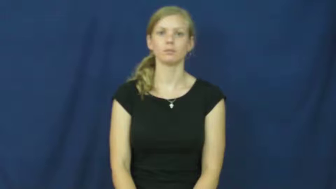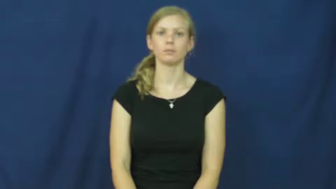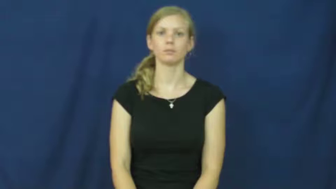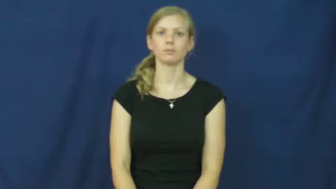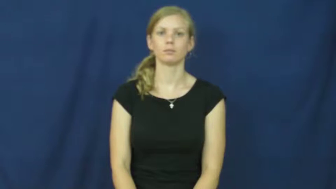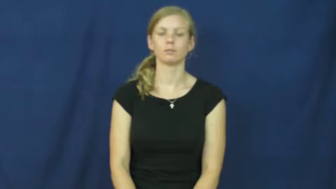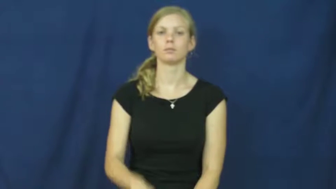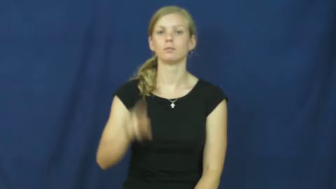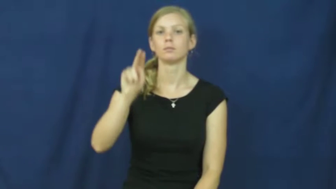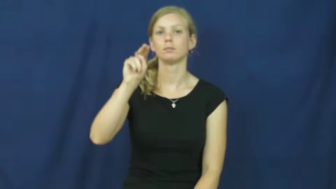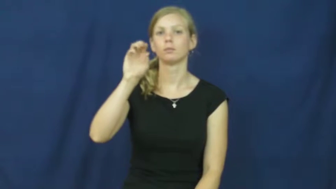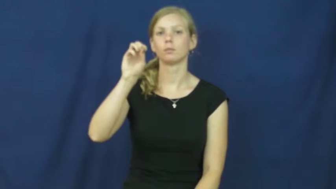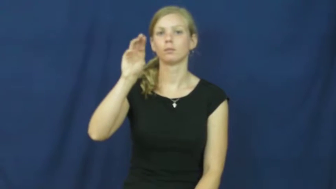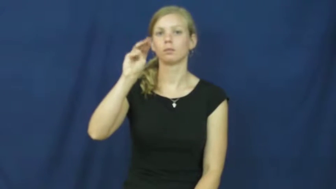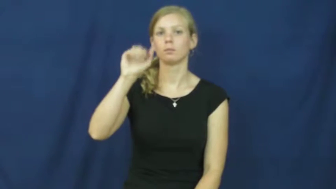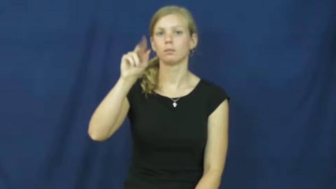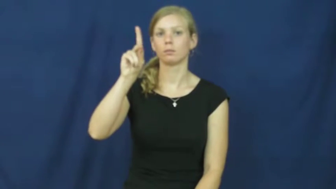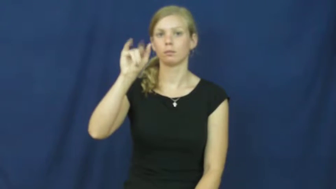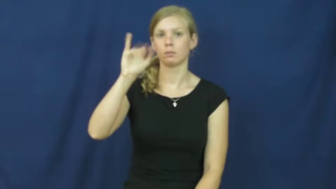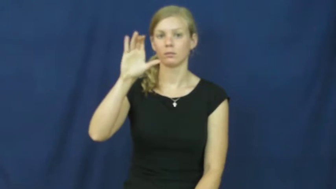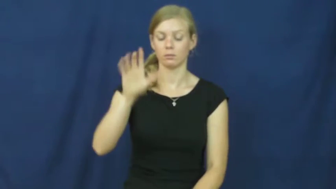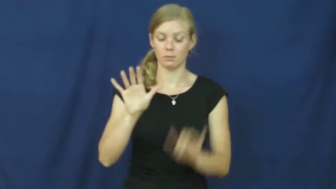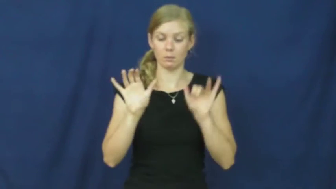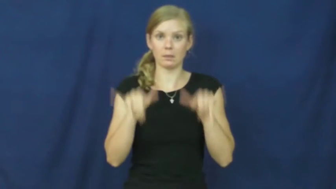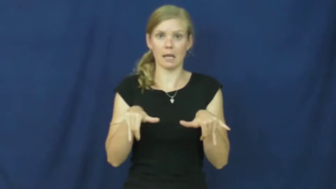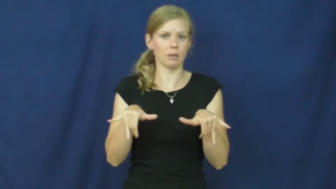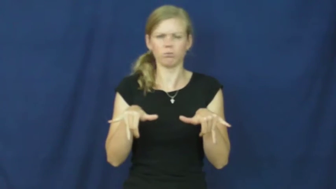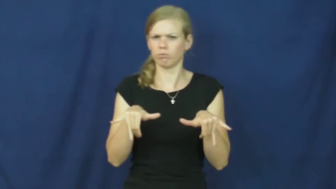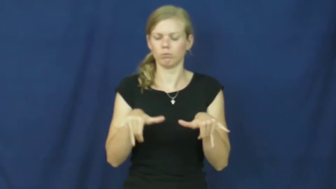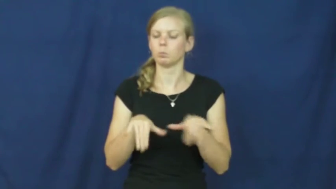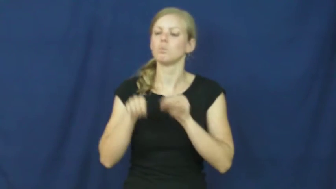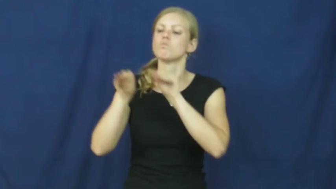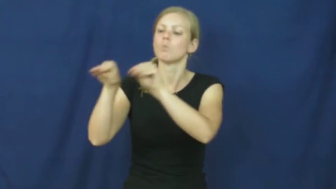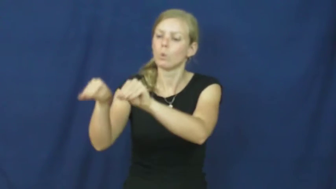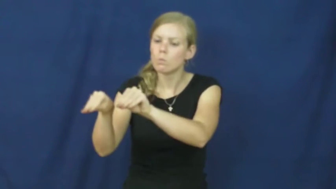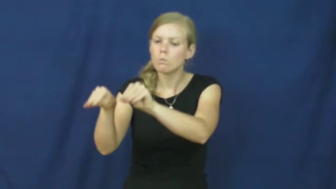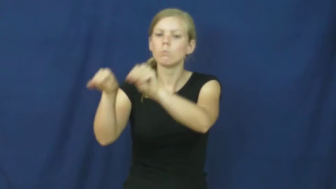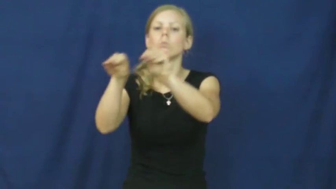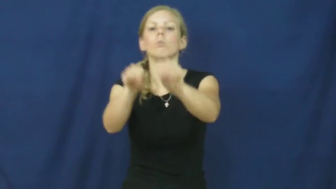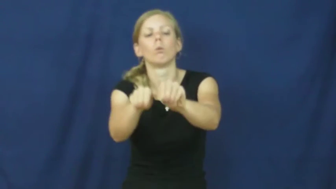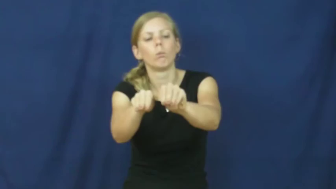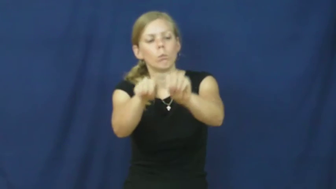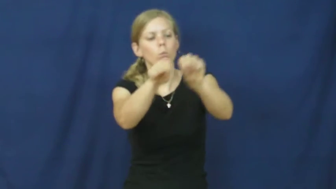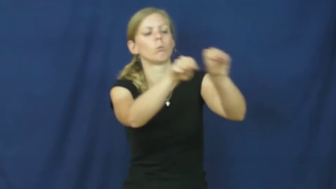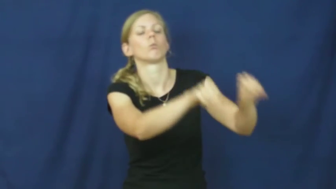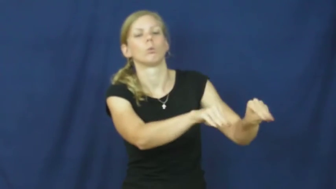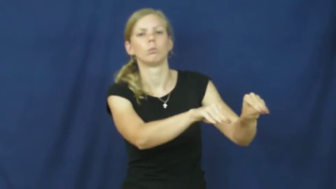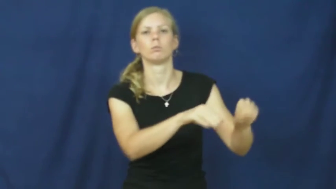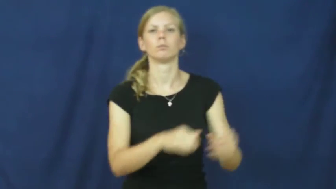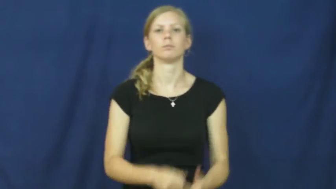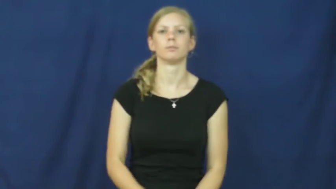nomadic